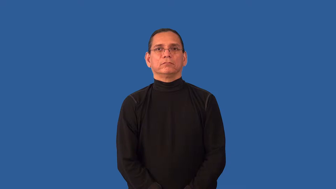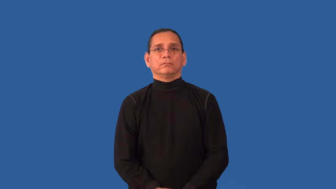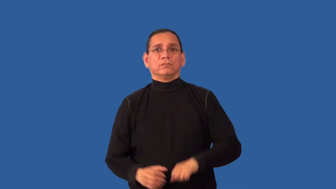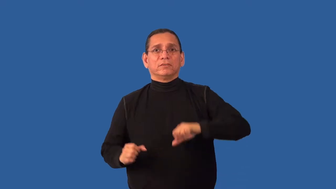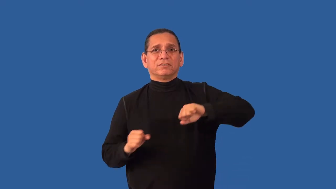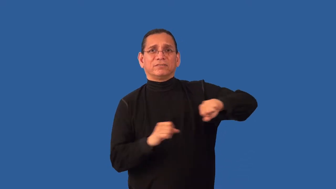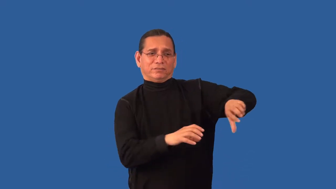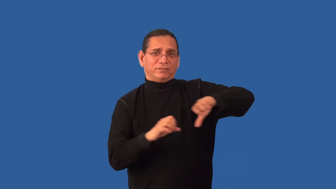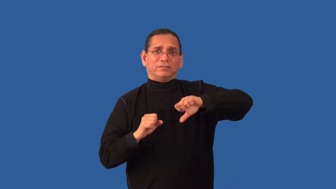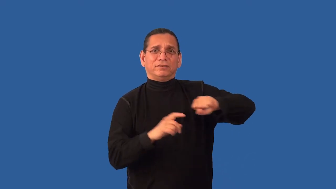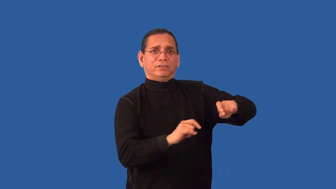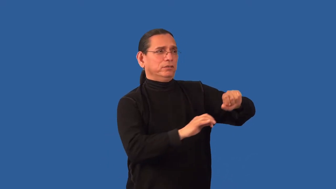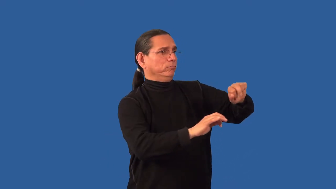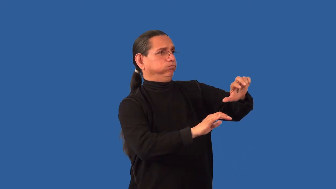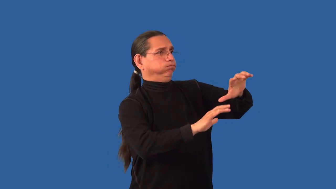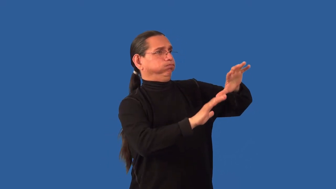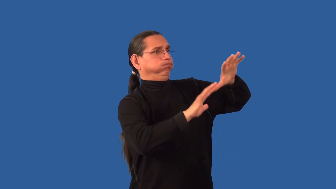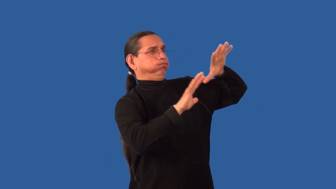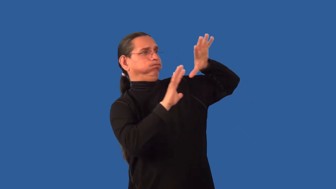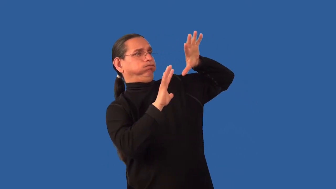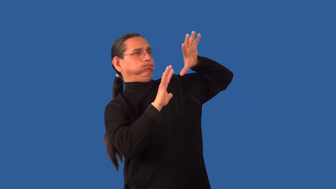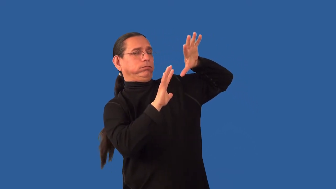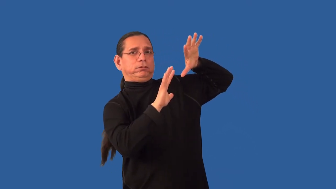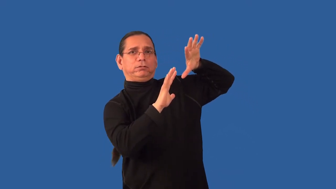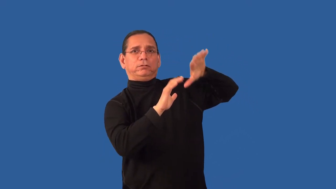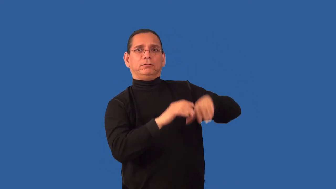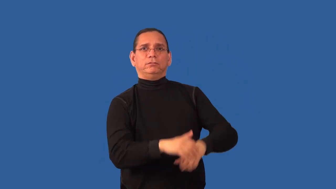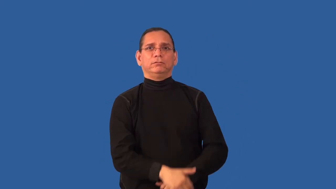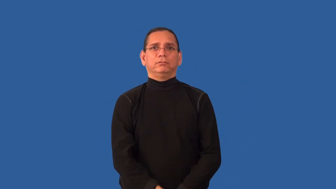overstock